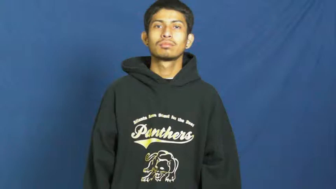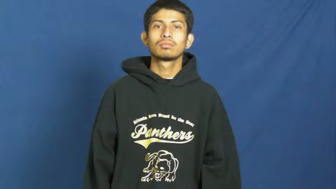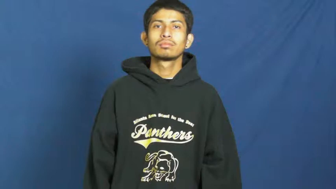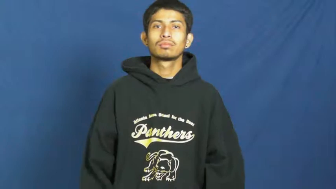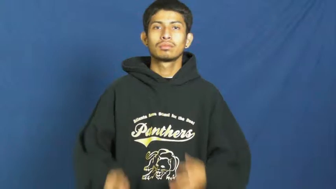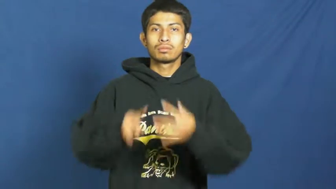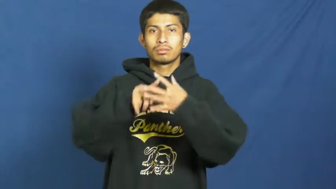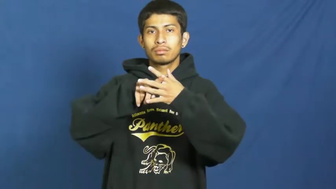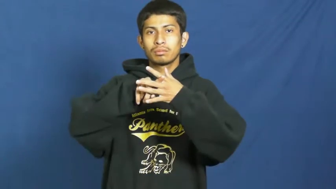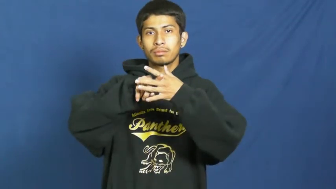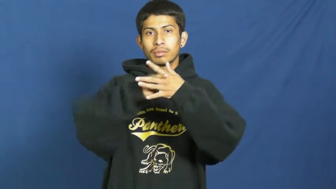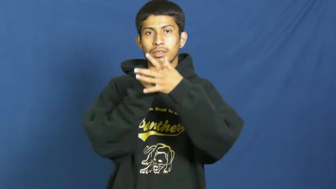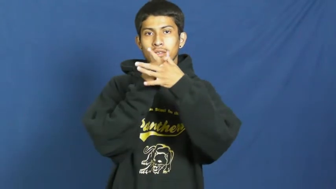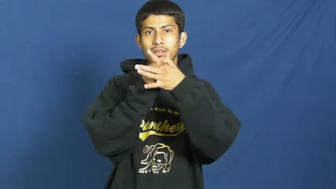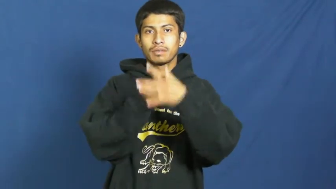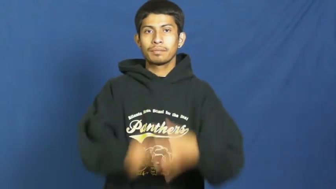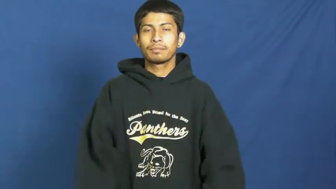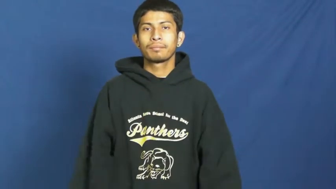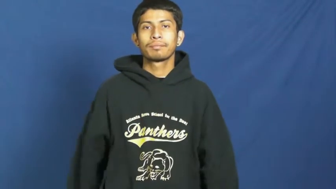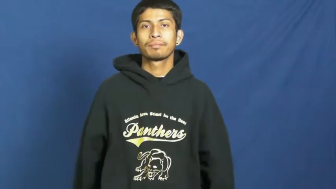inception,conception